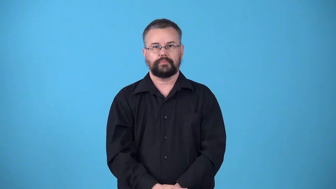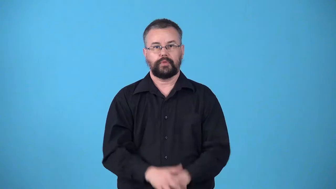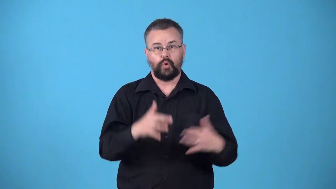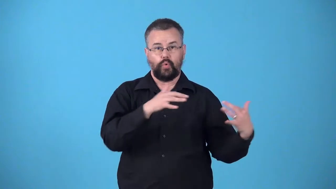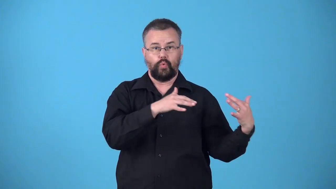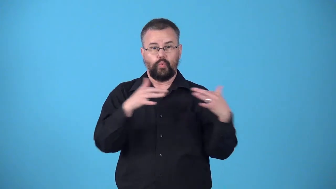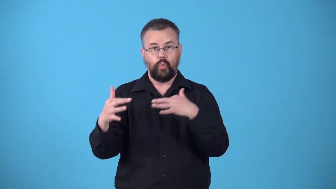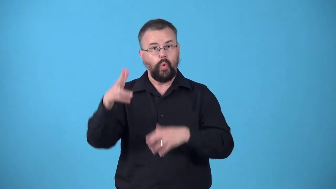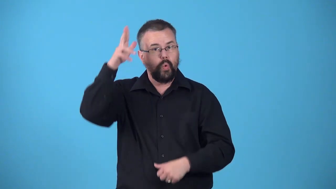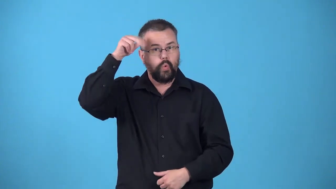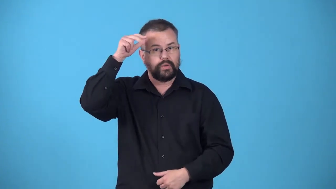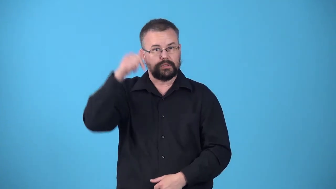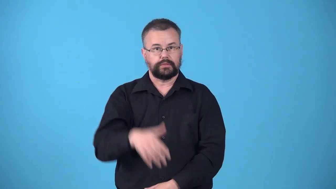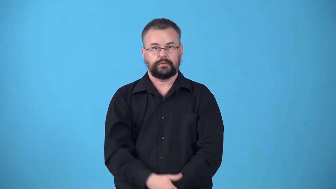warhorse